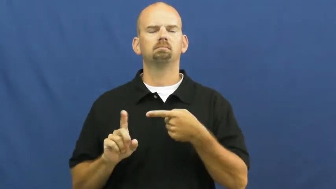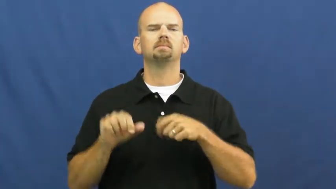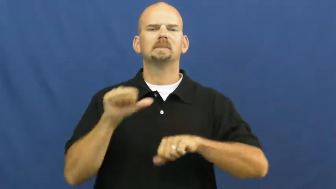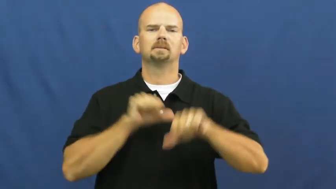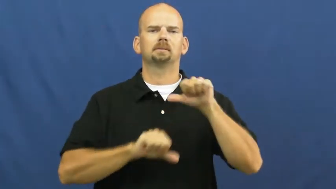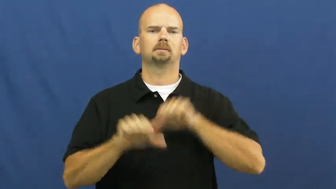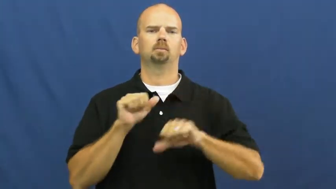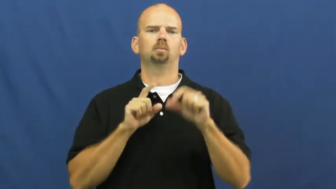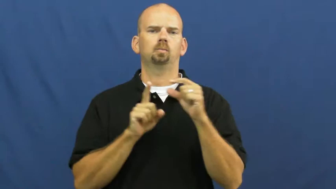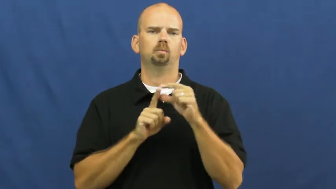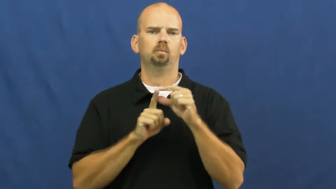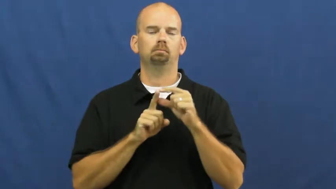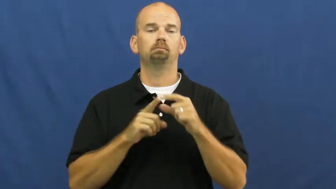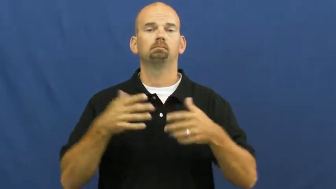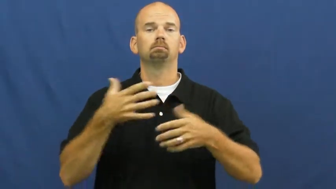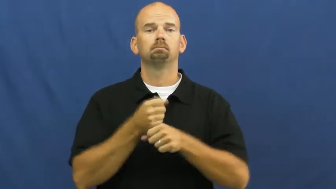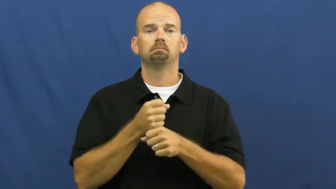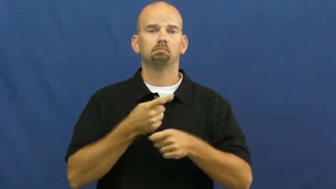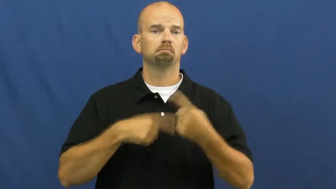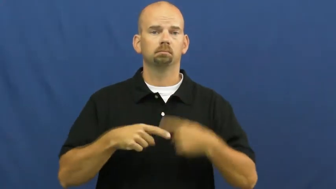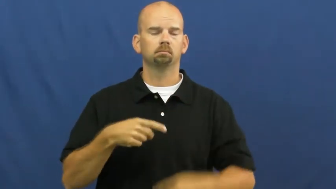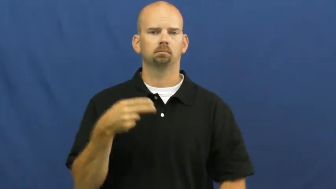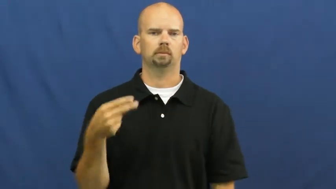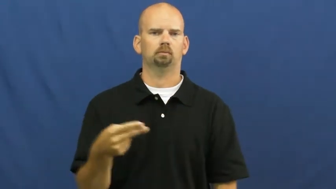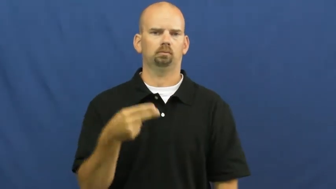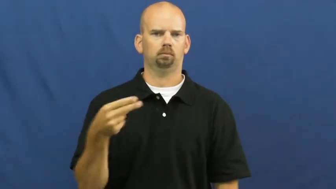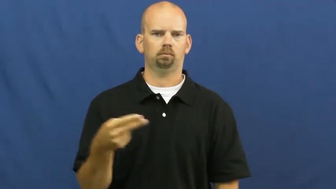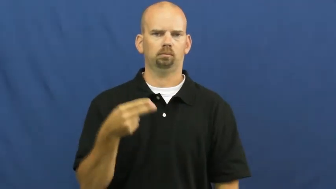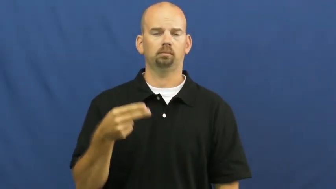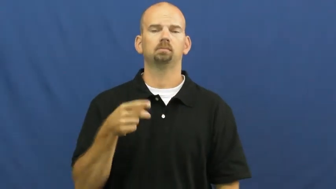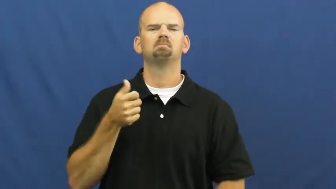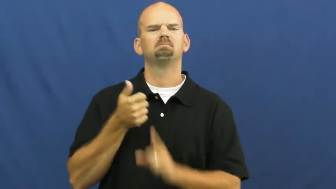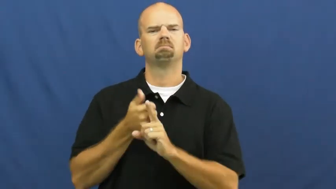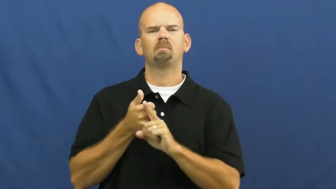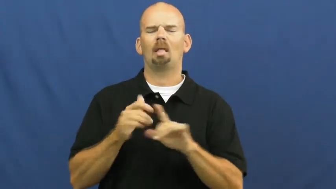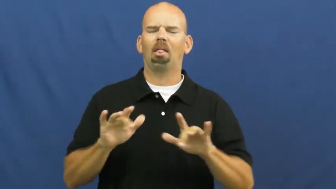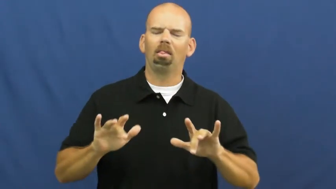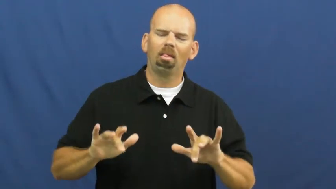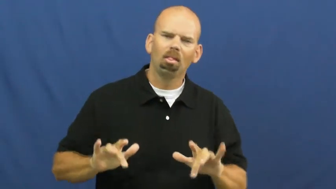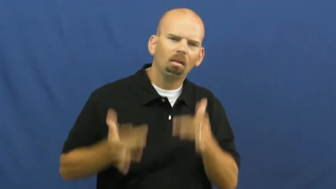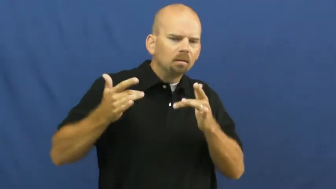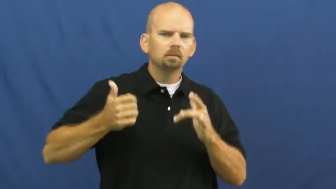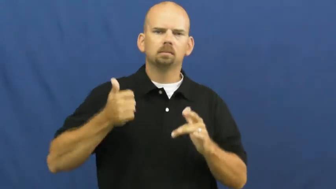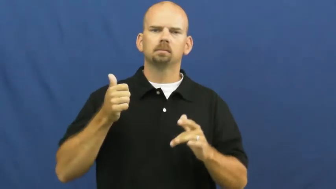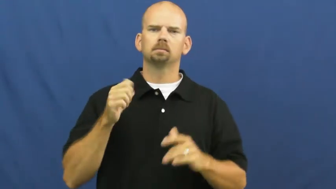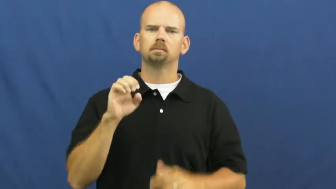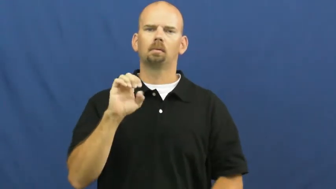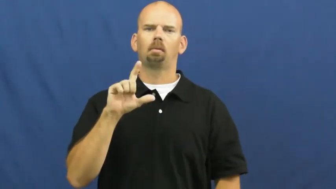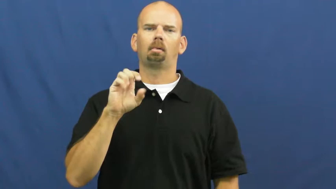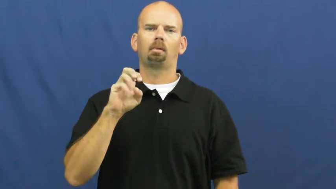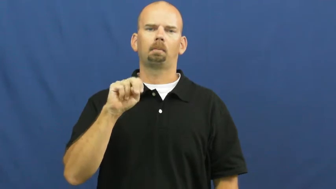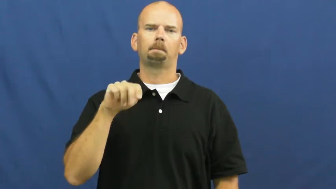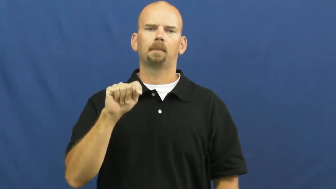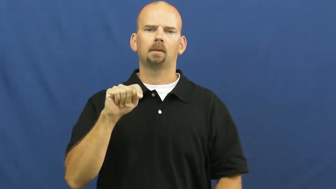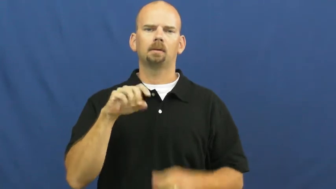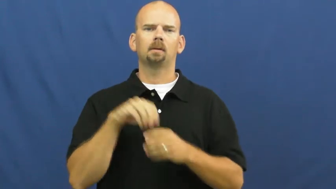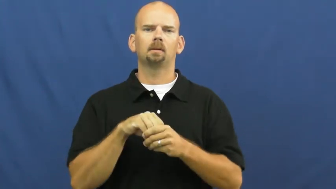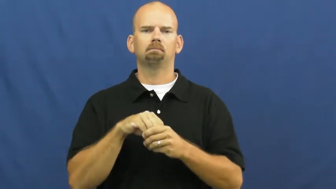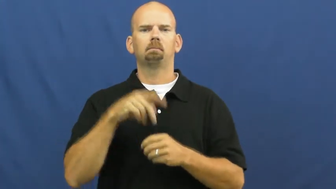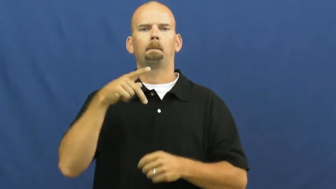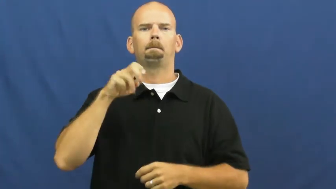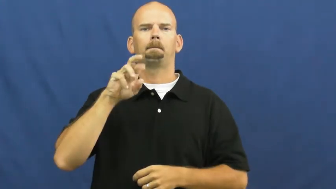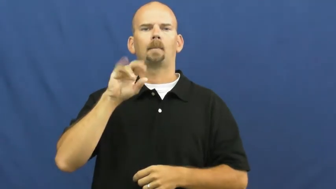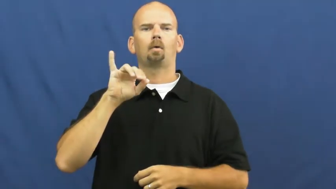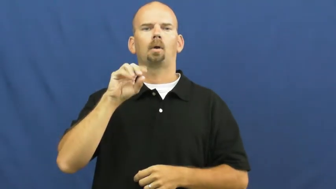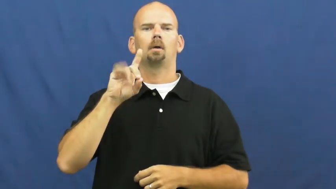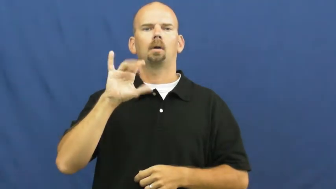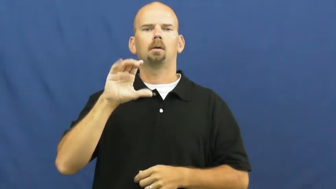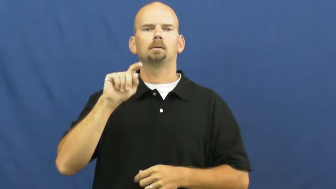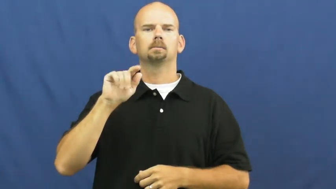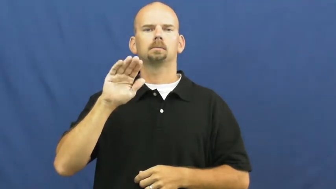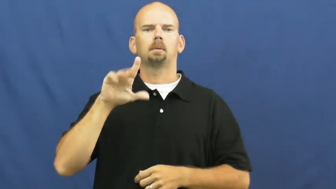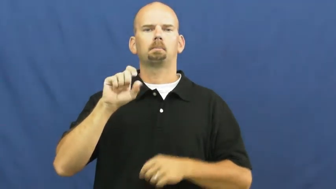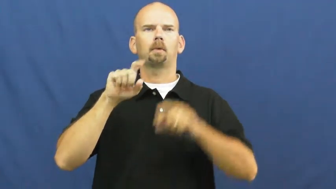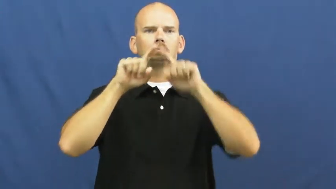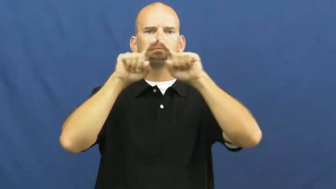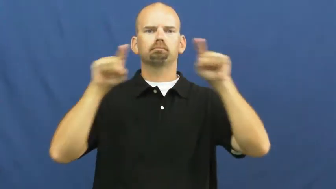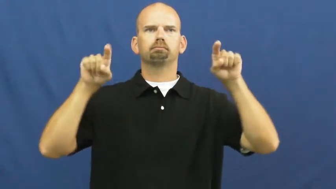hydrogen